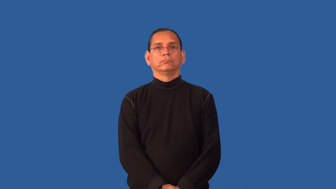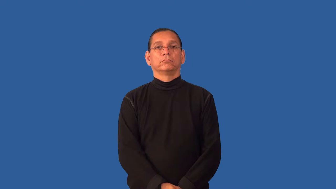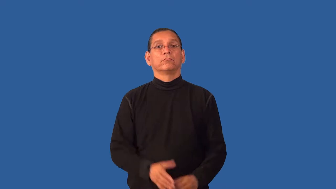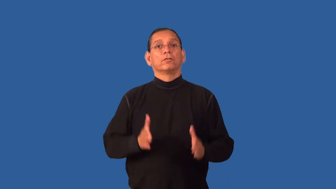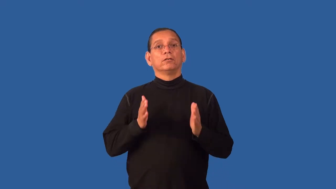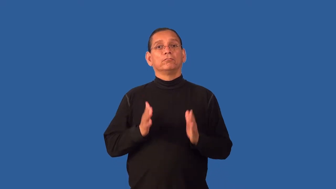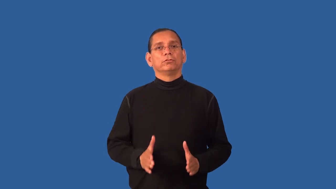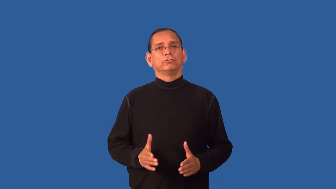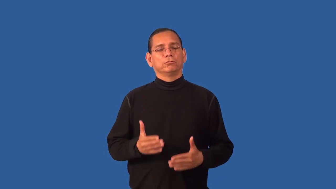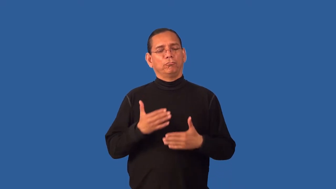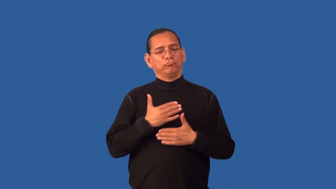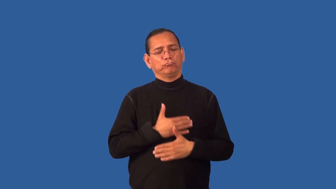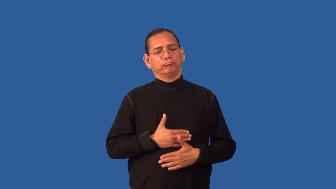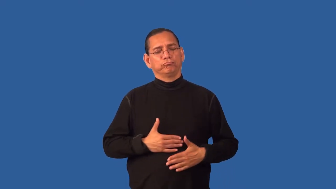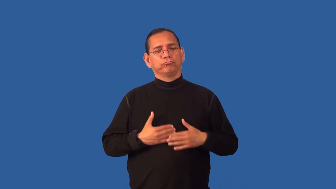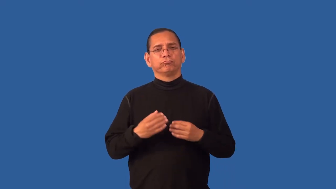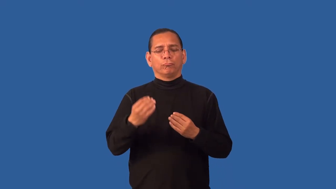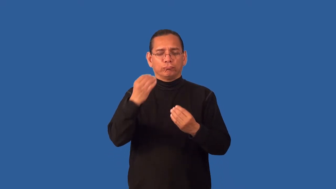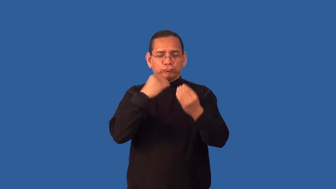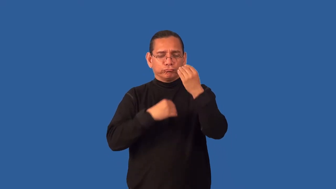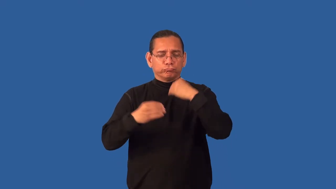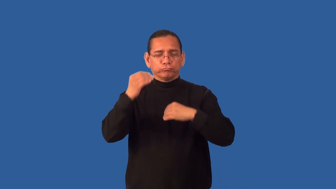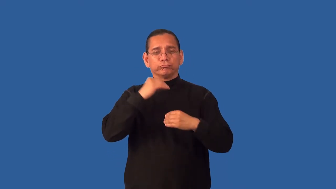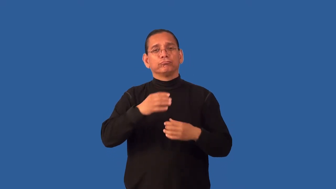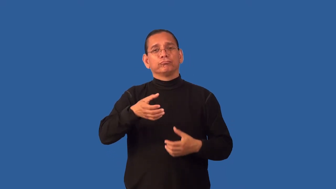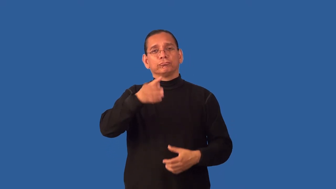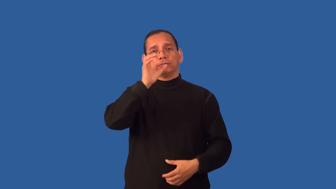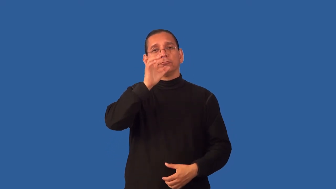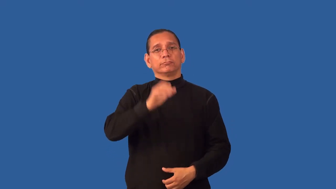epicure